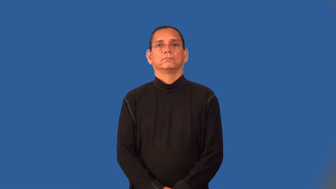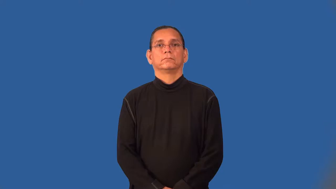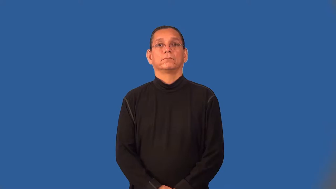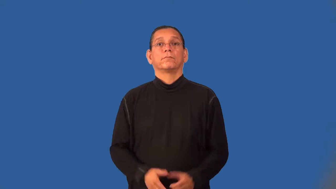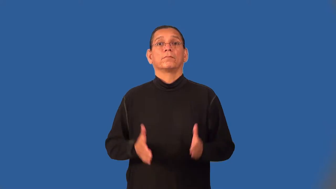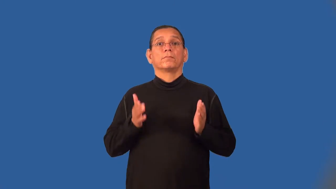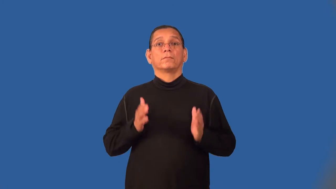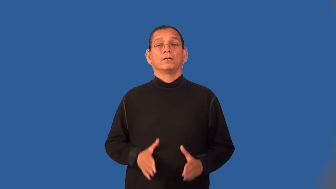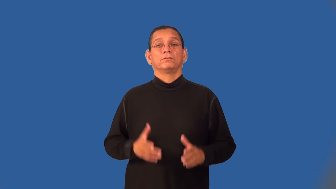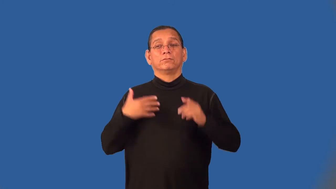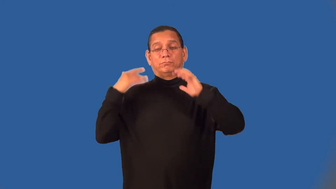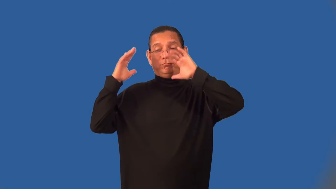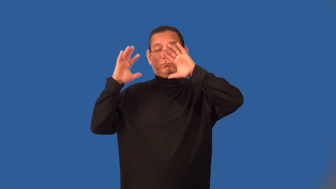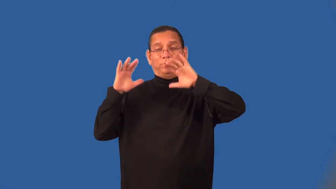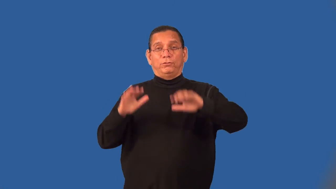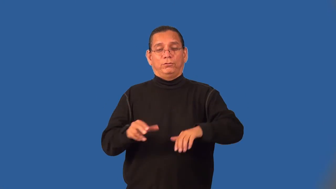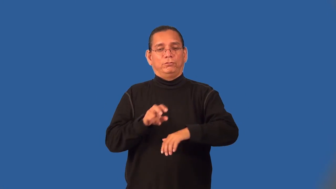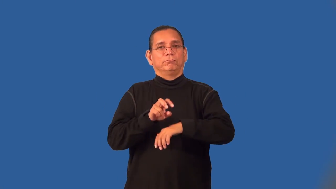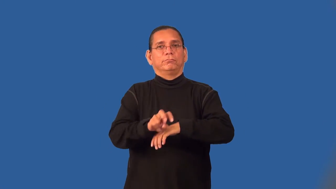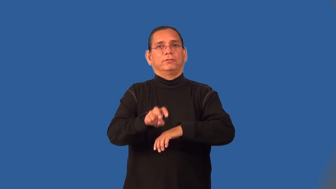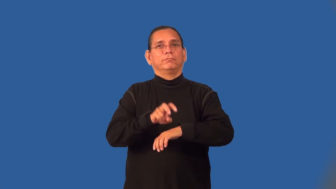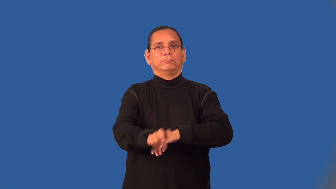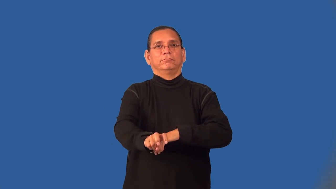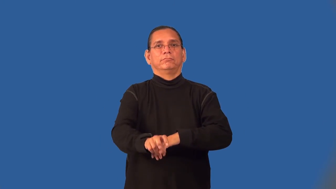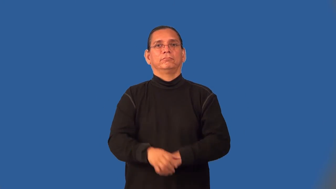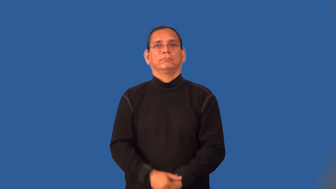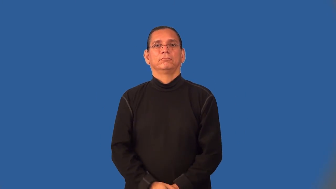tobogganer